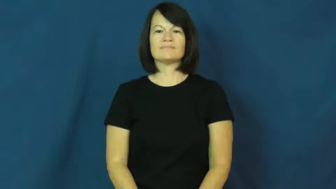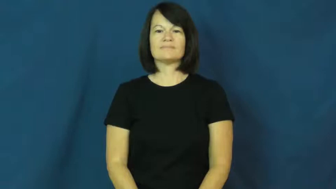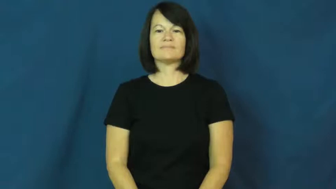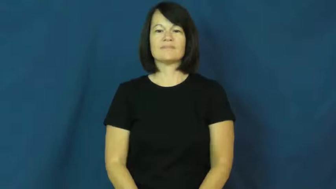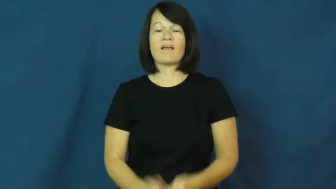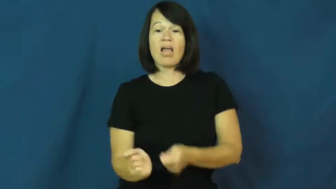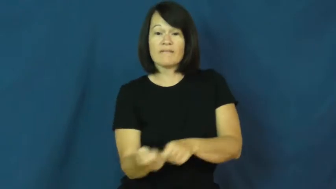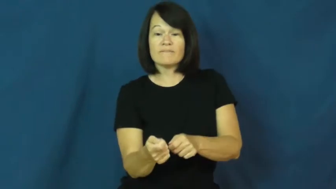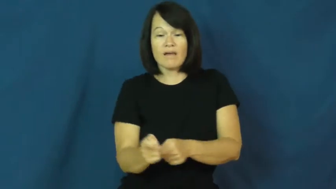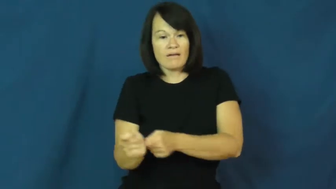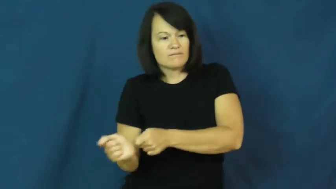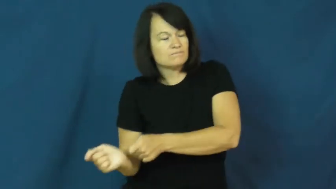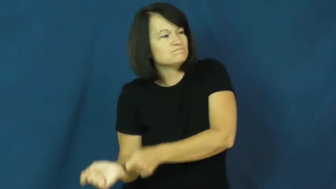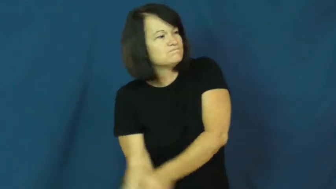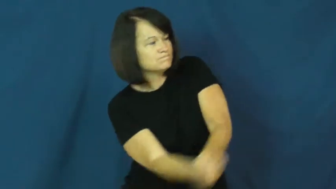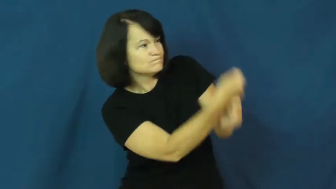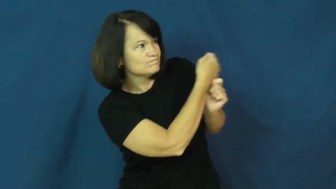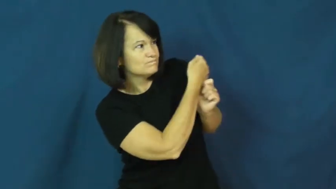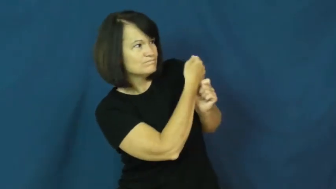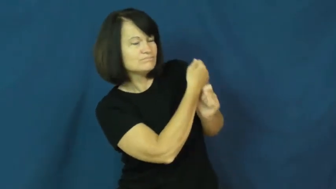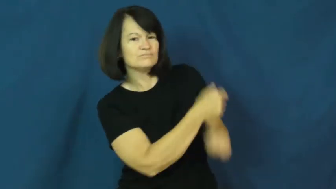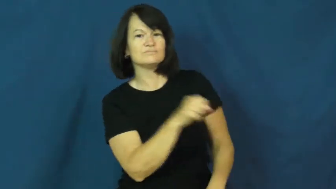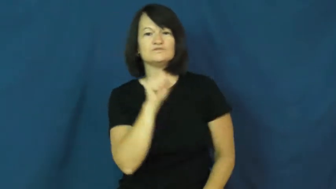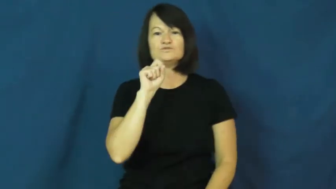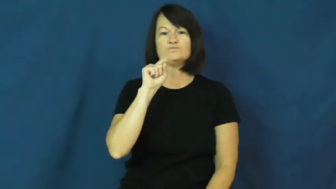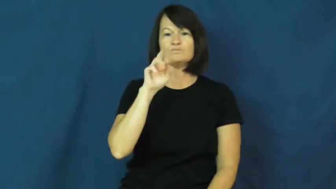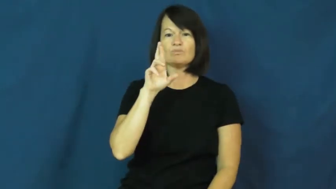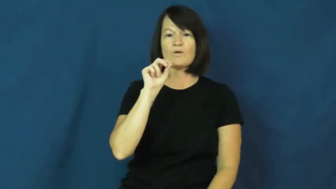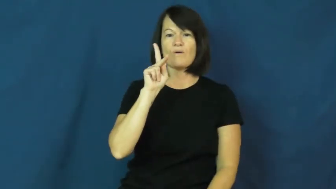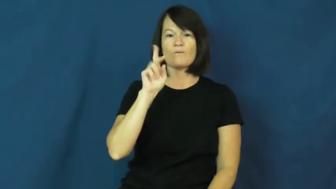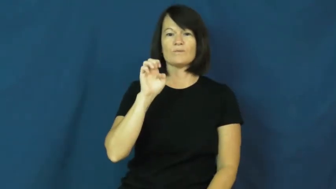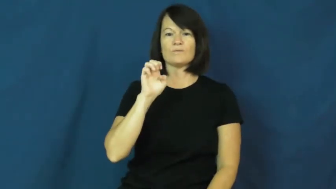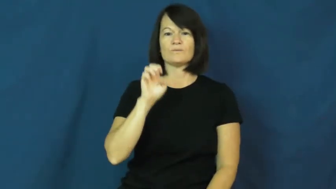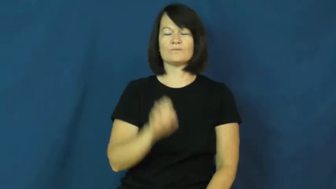stroke-golf